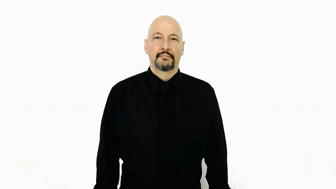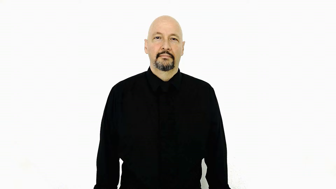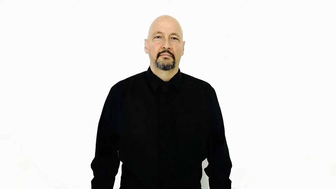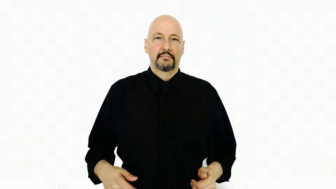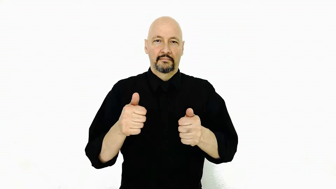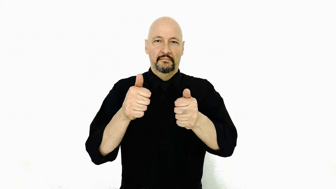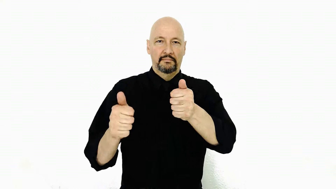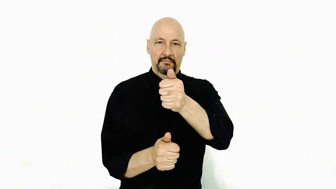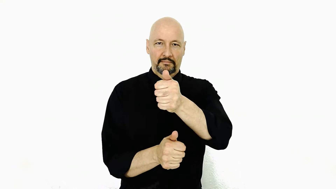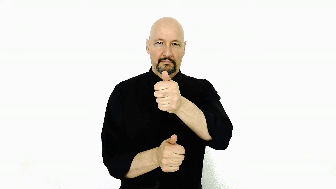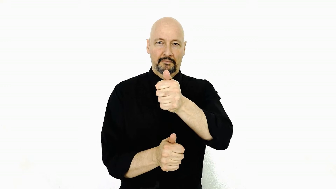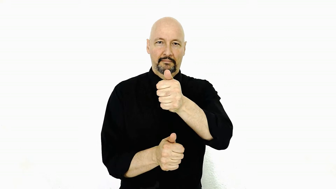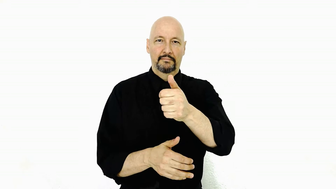below/opposite of superior